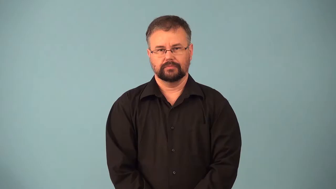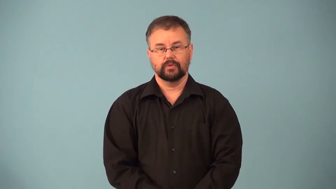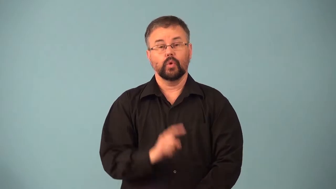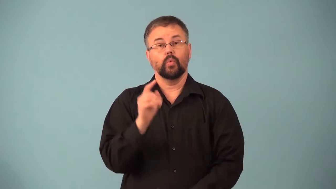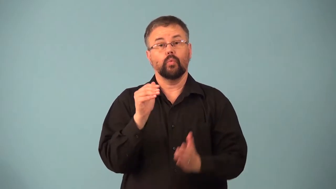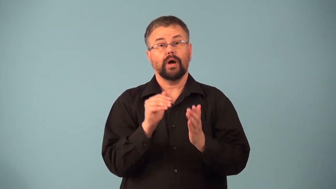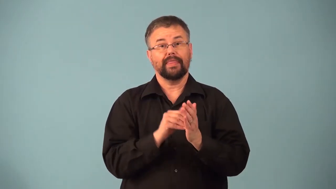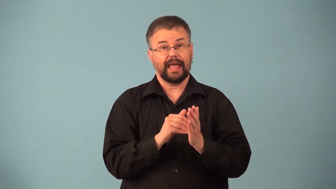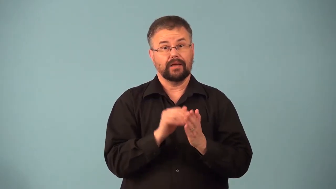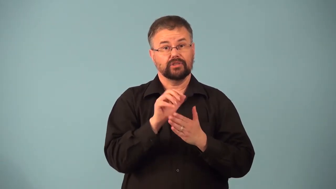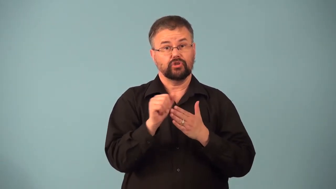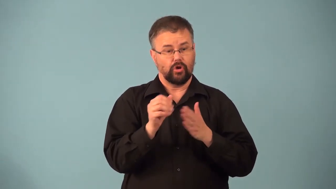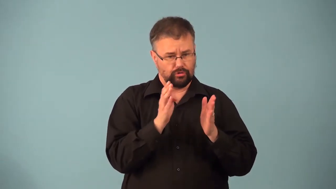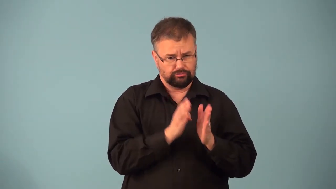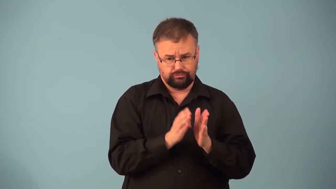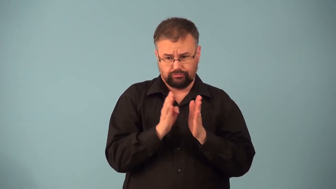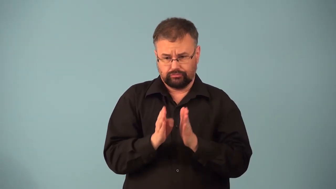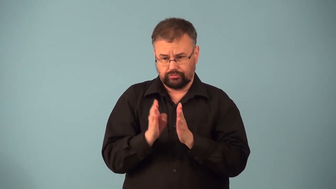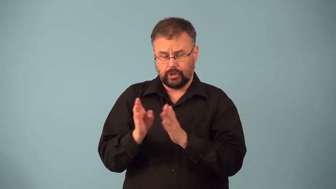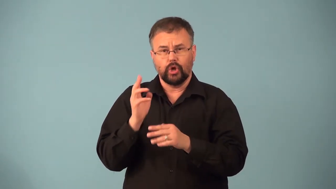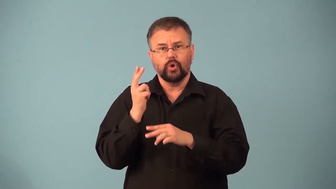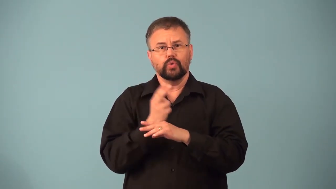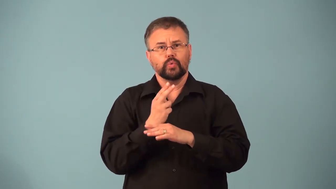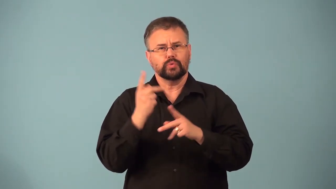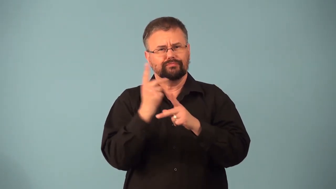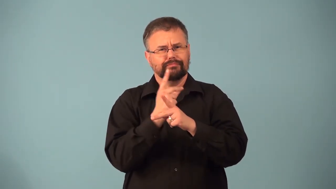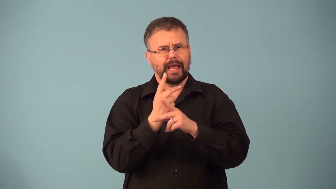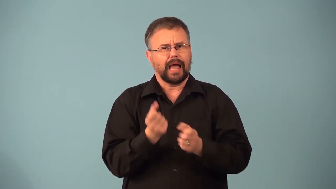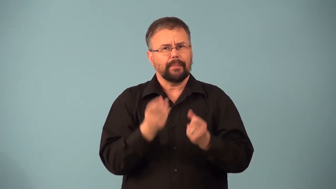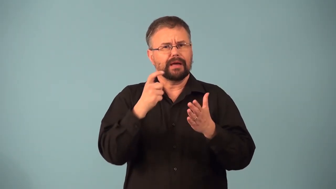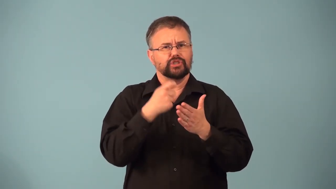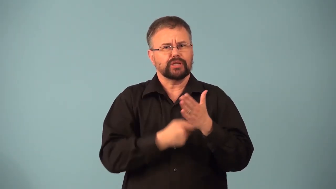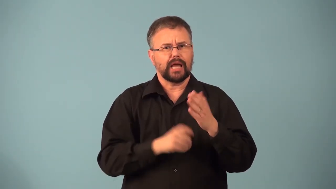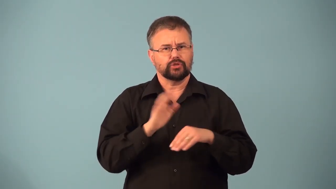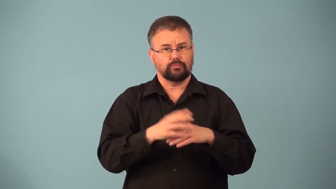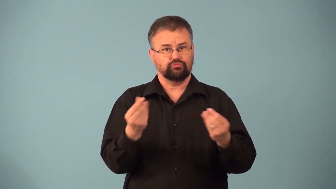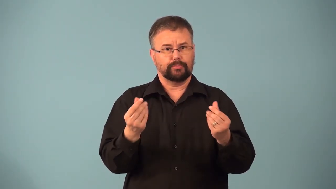millage